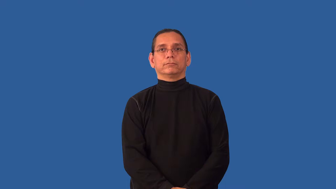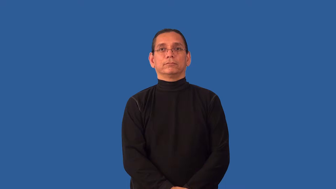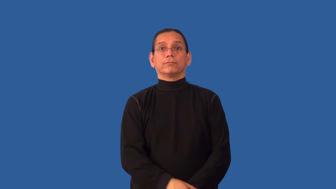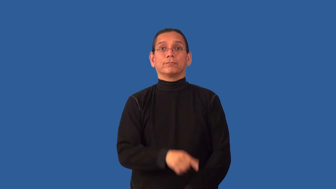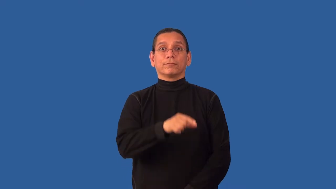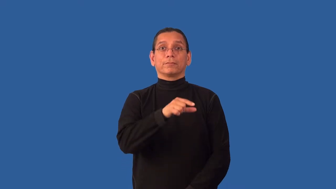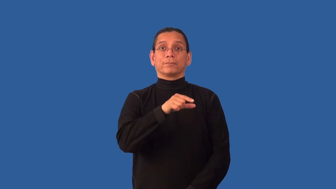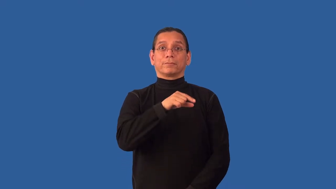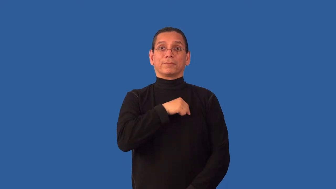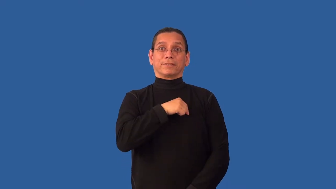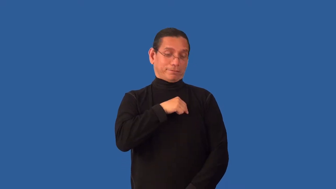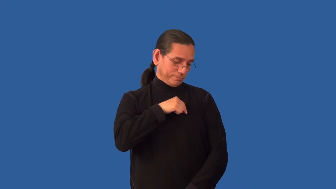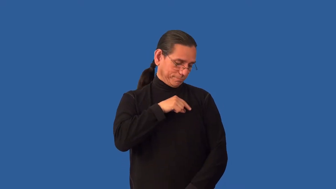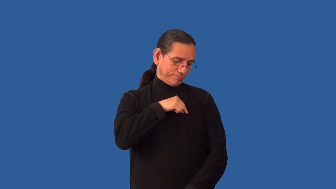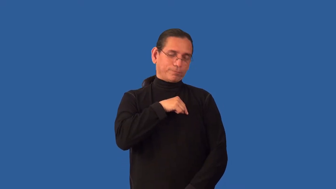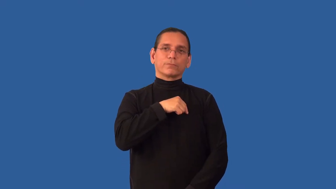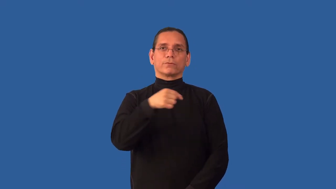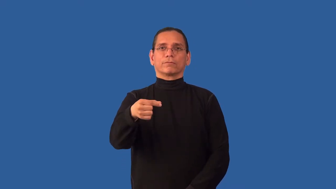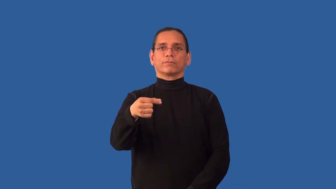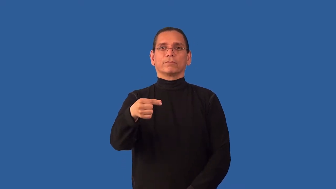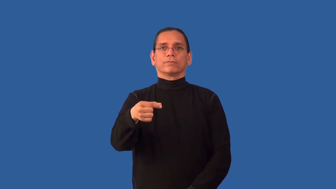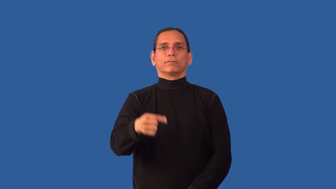unpin